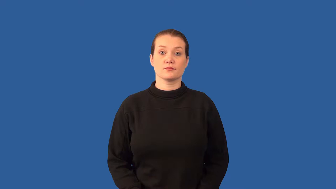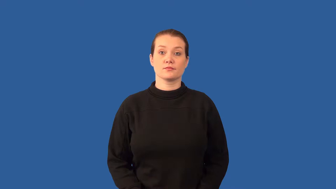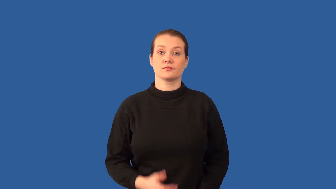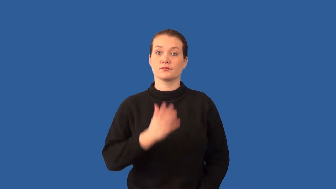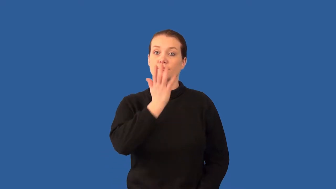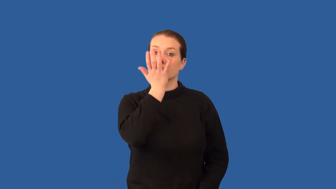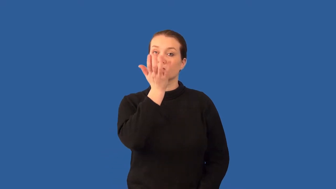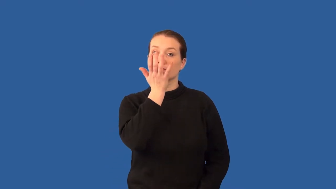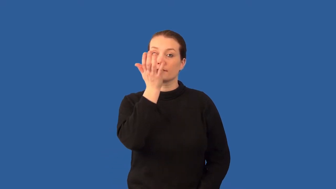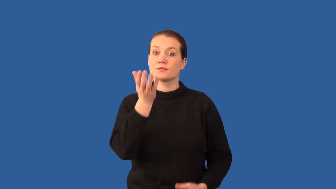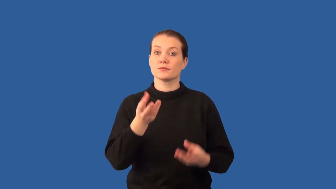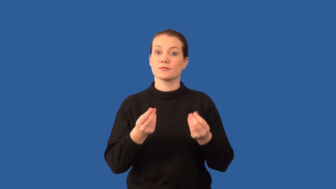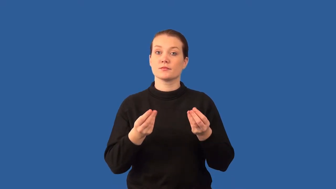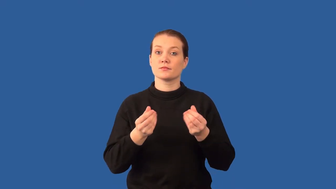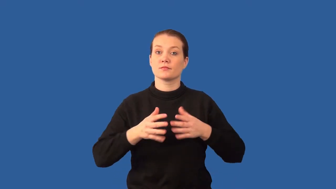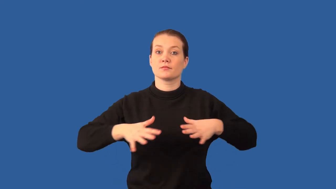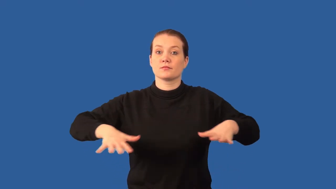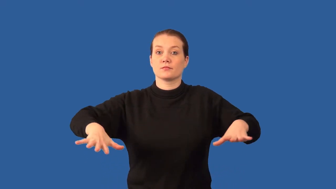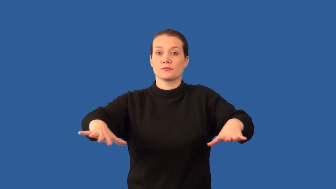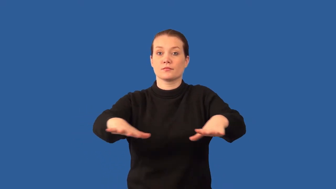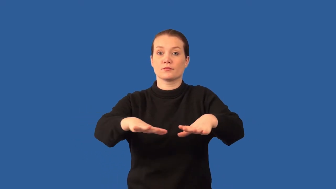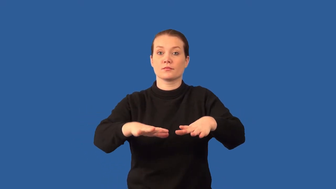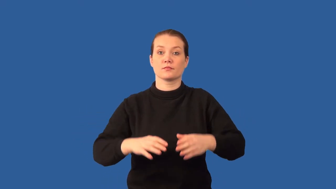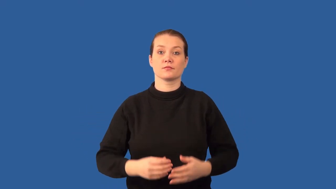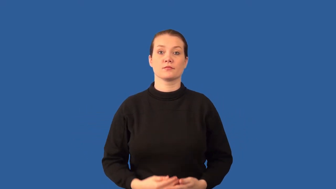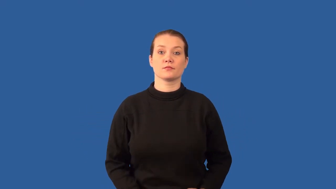grassland